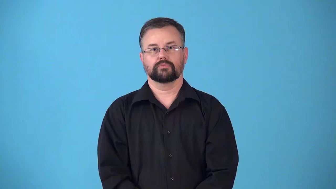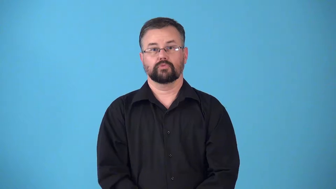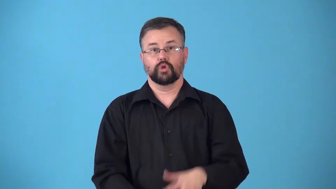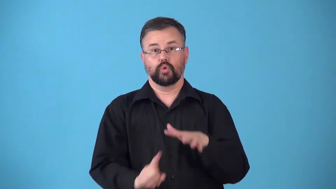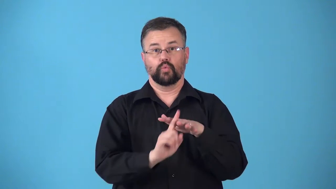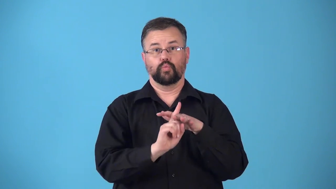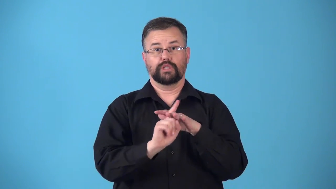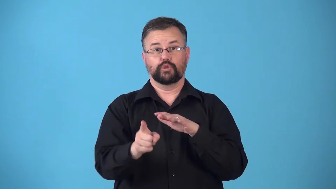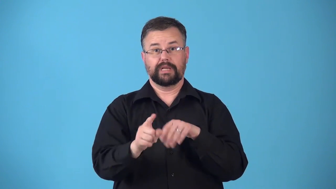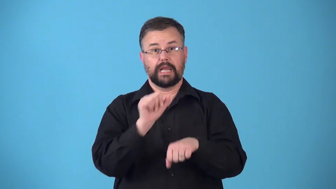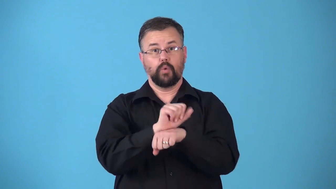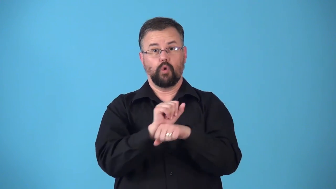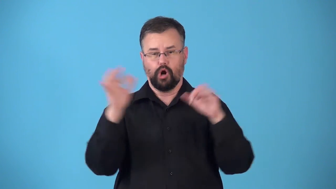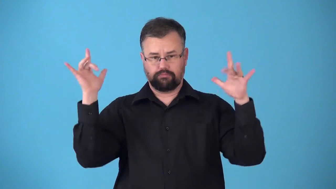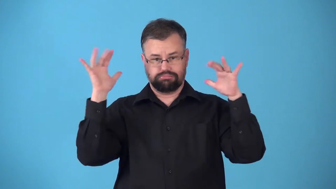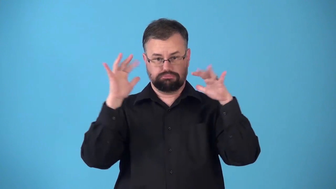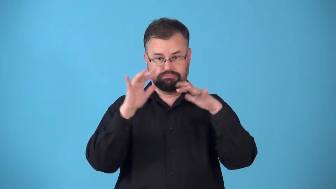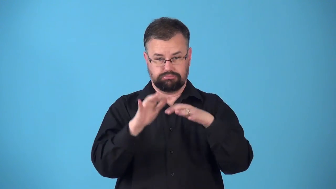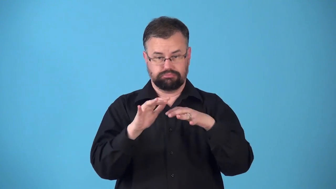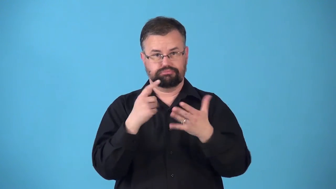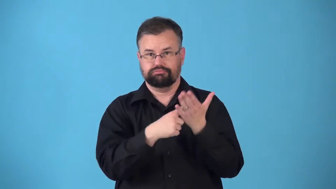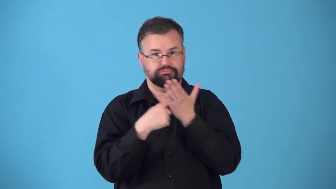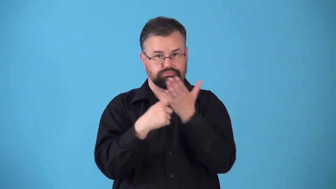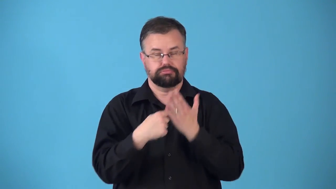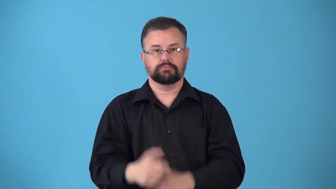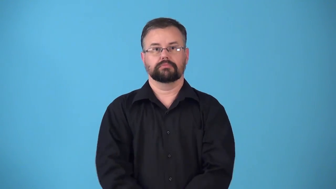retreat-church,job